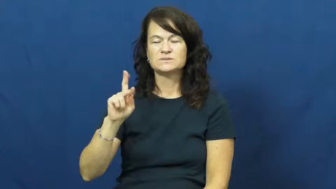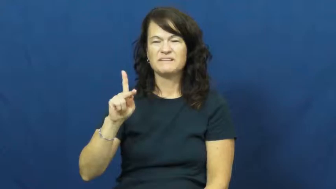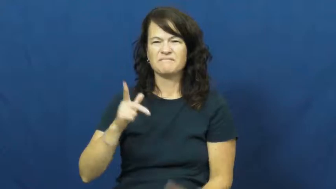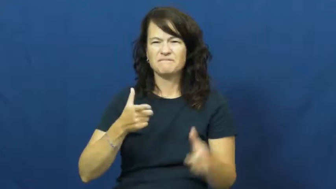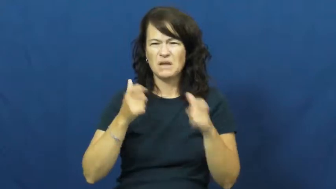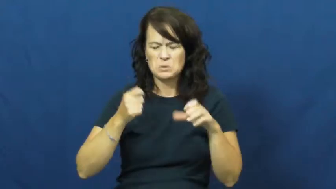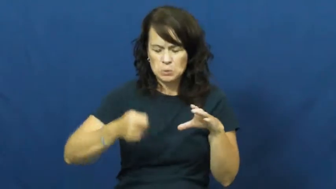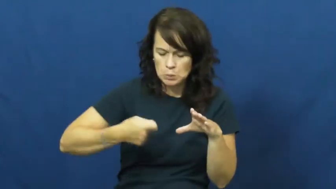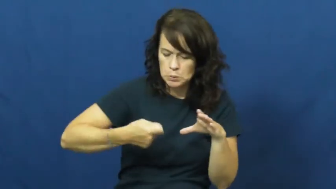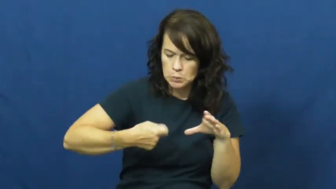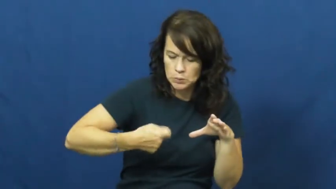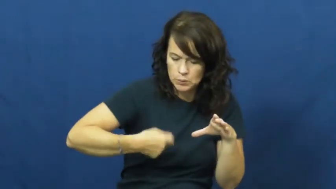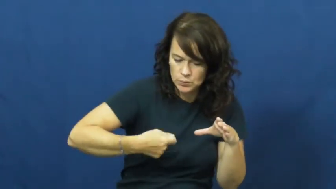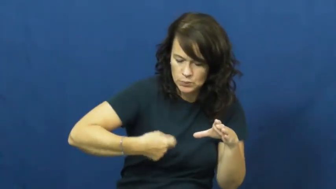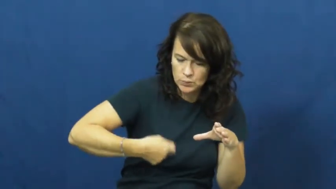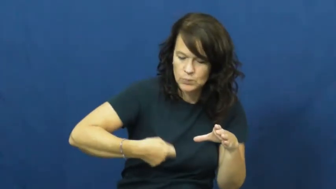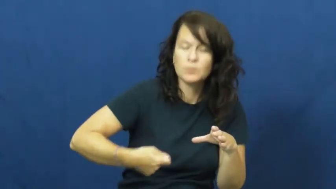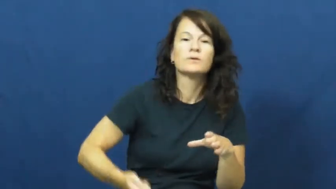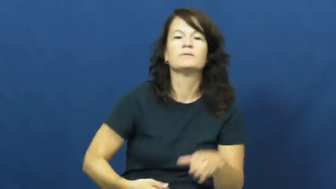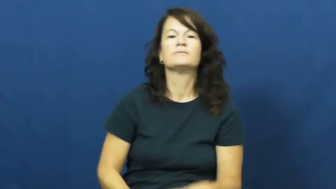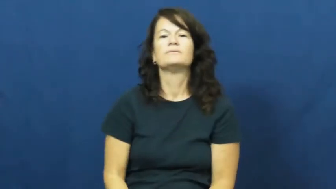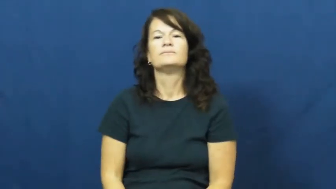whisk,beat,egbbeater-cook